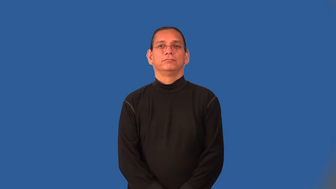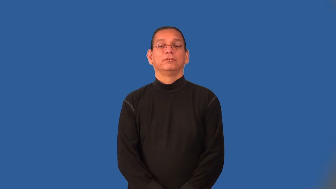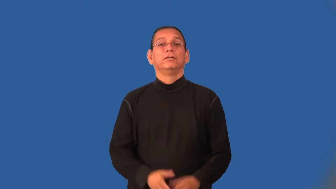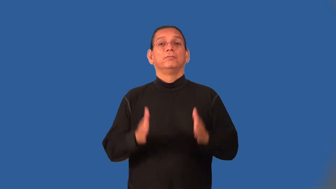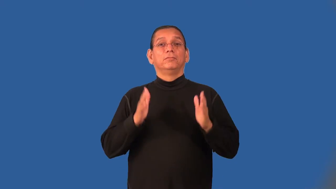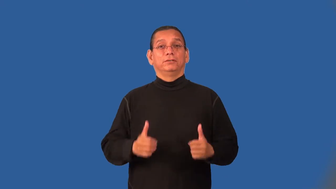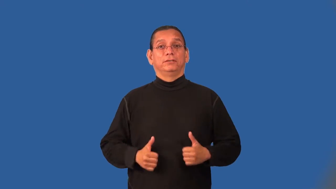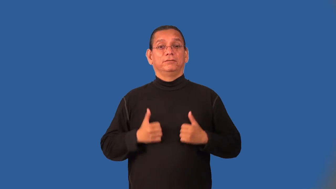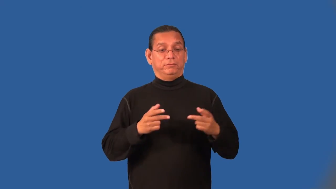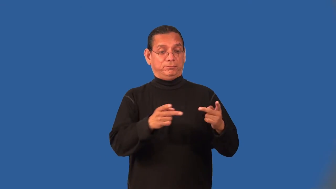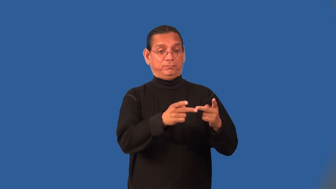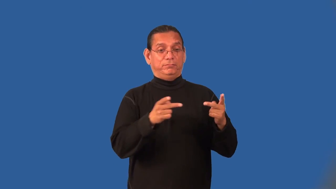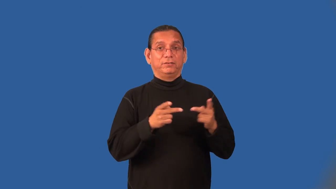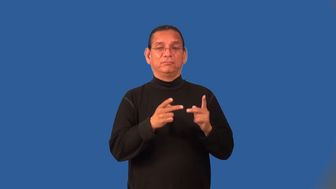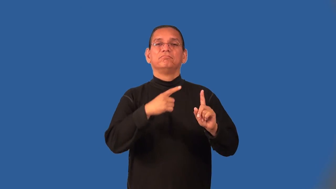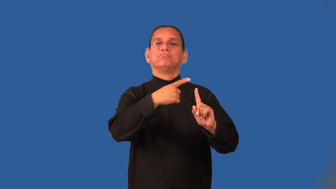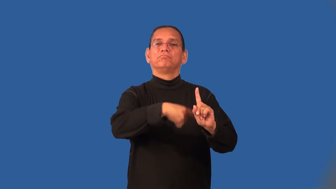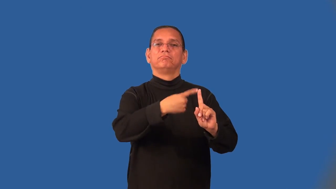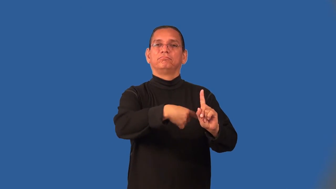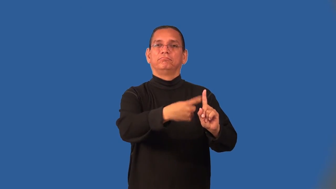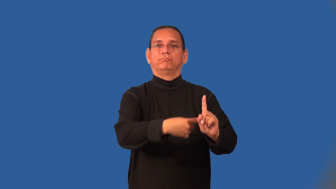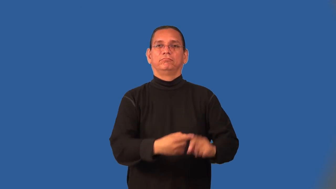lessee